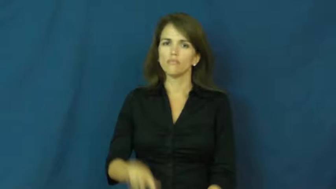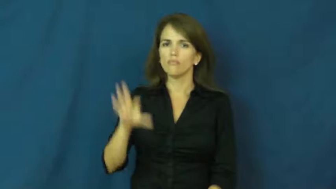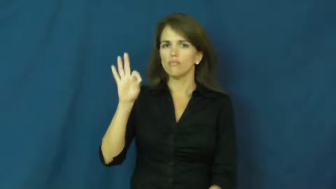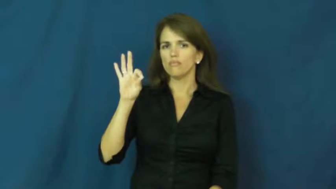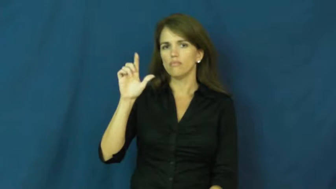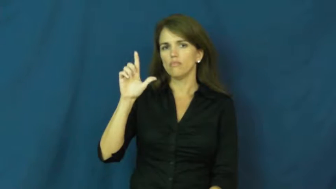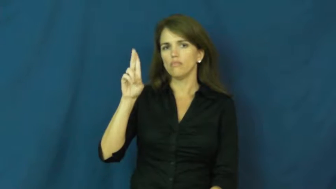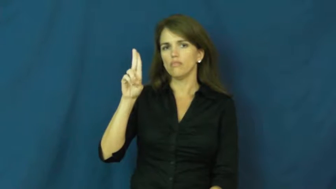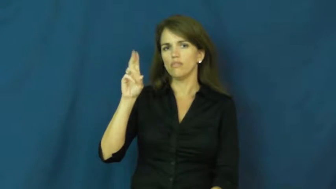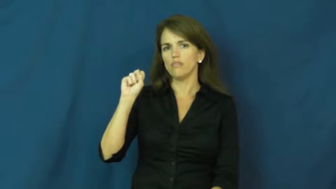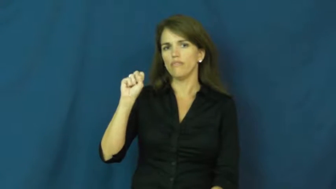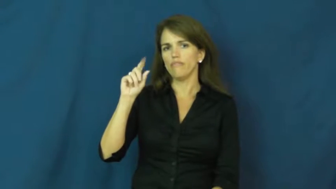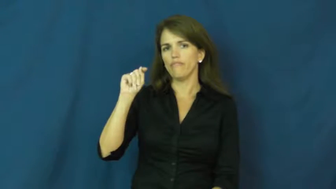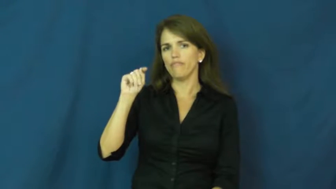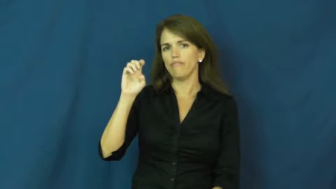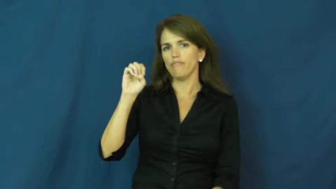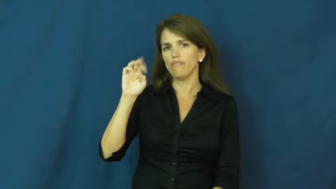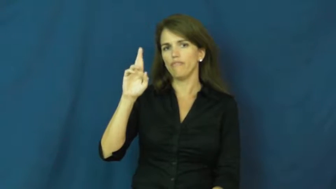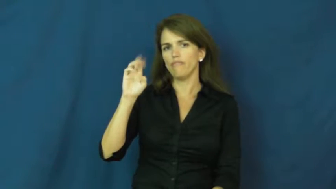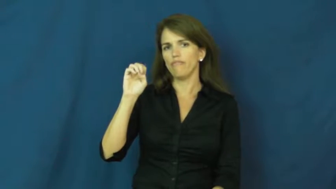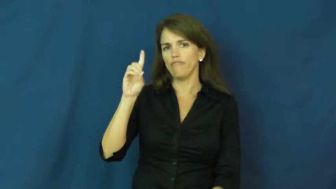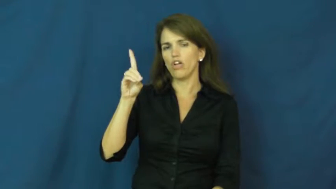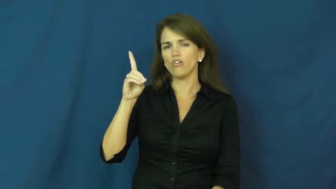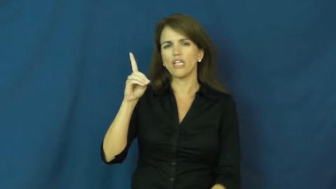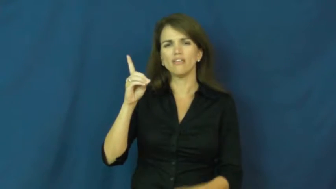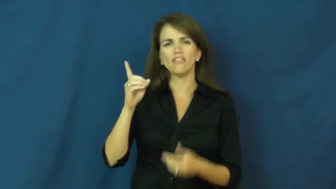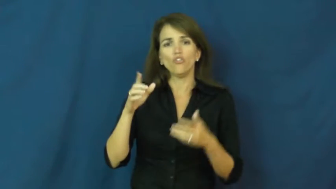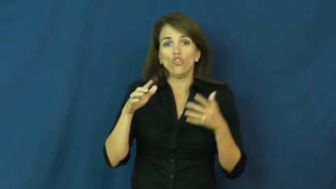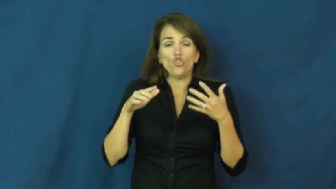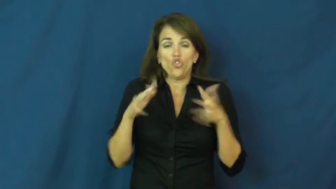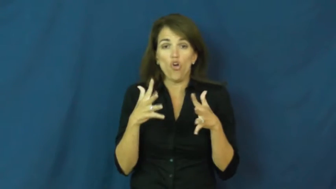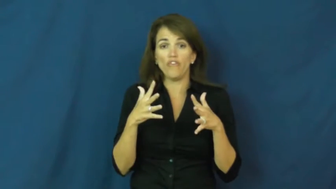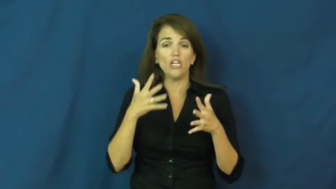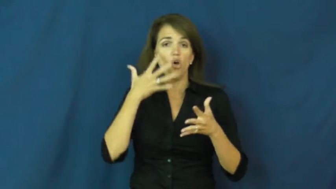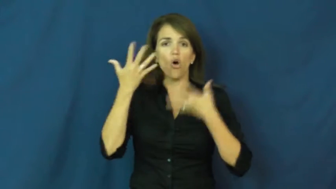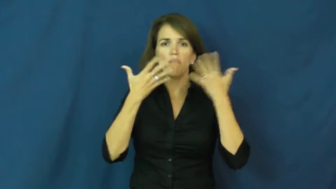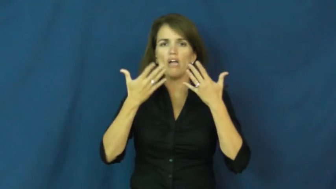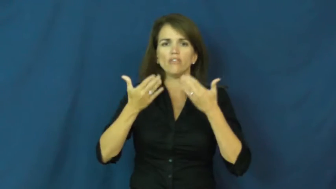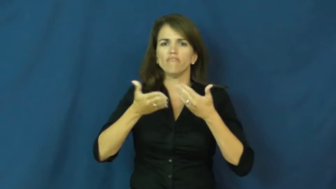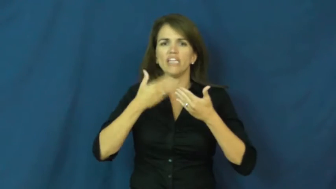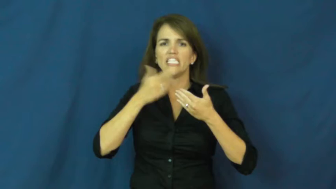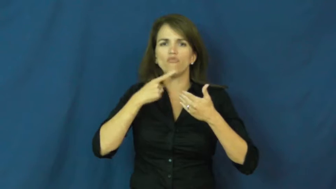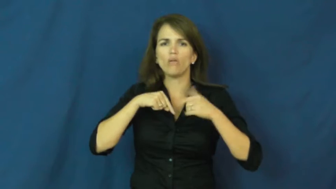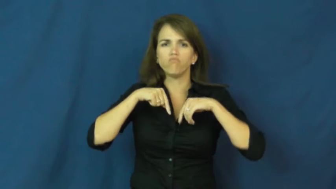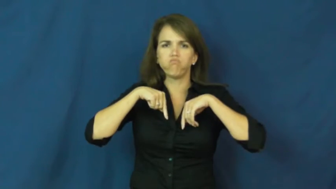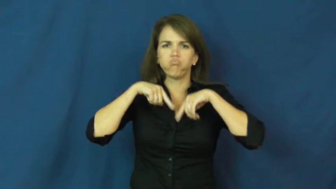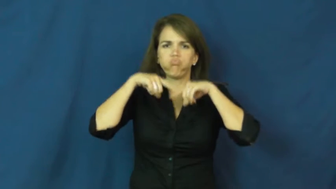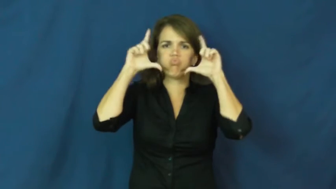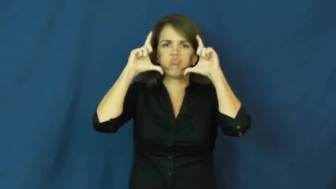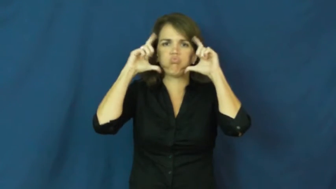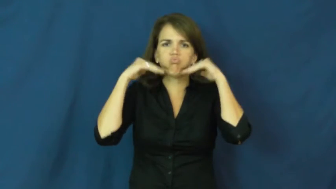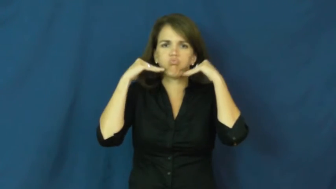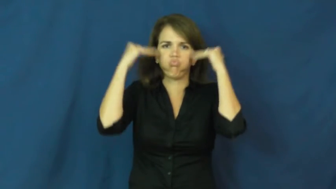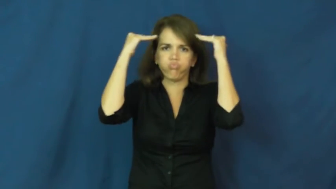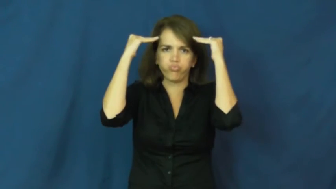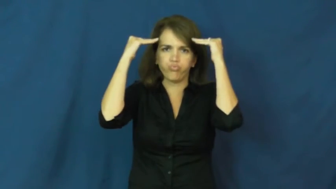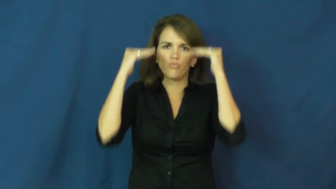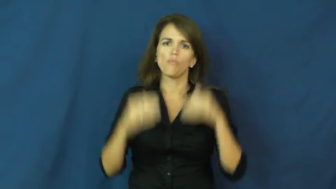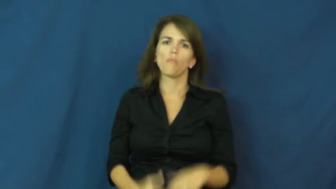flustered